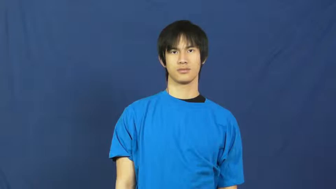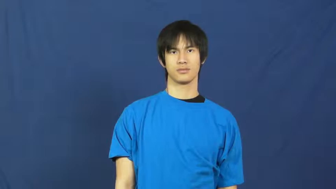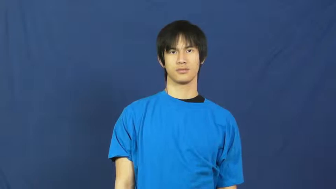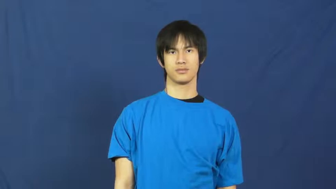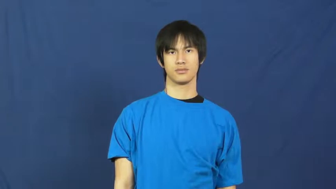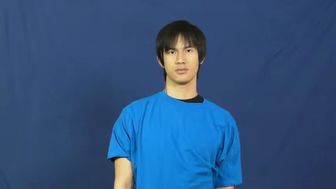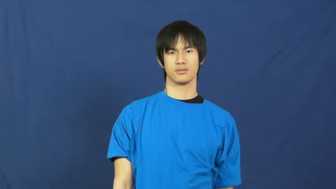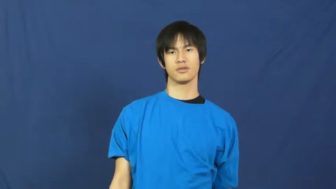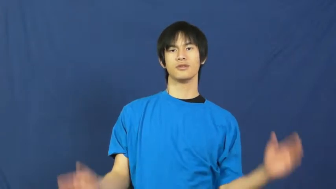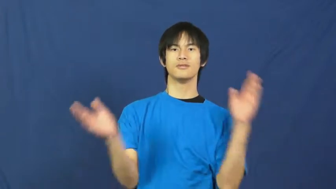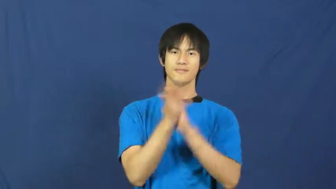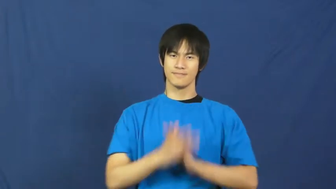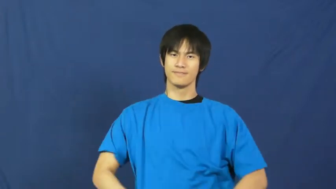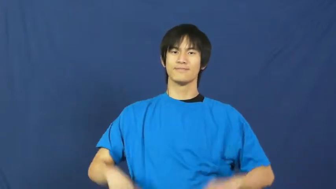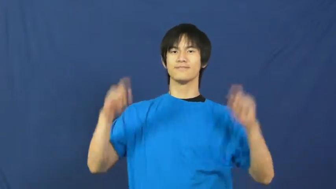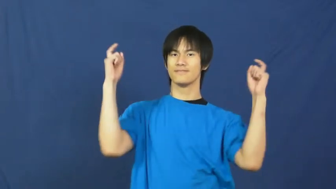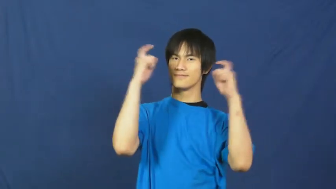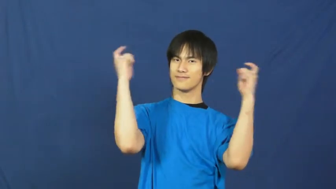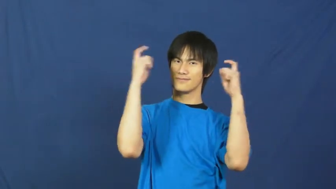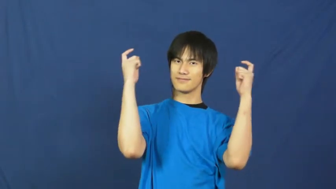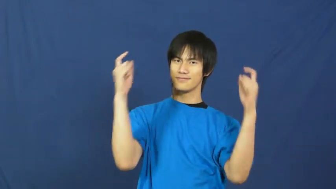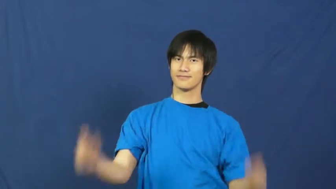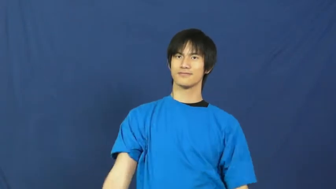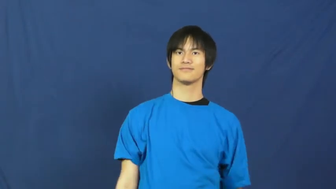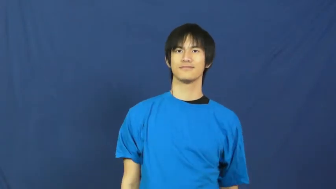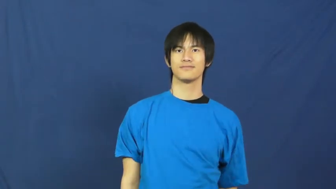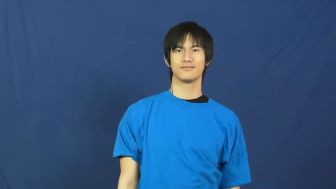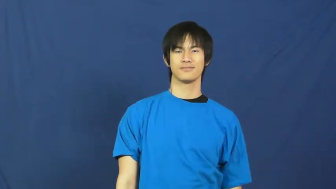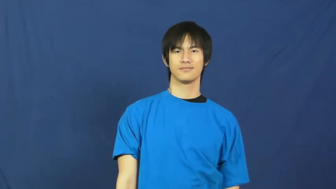hallelujah